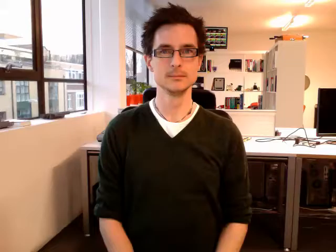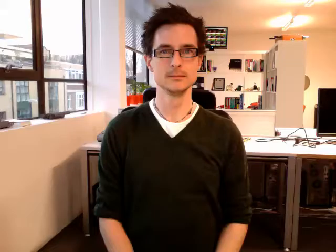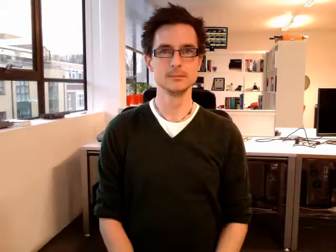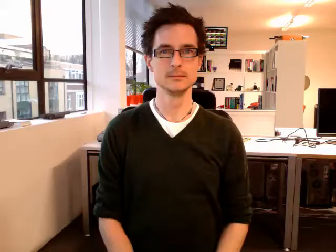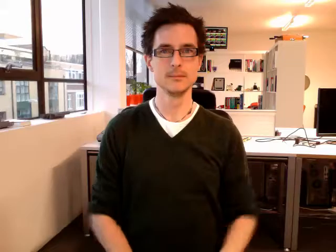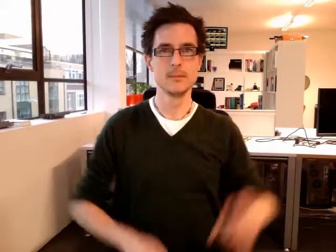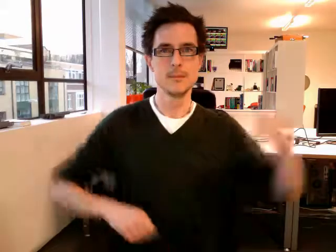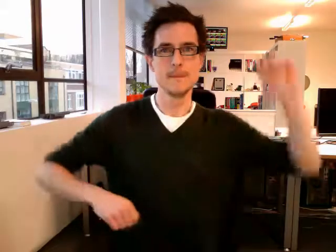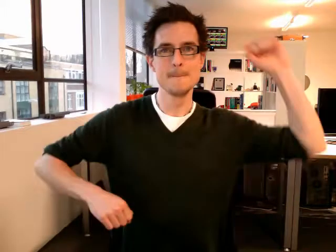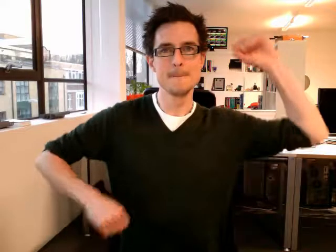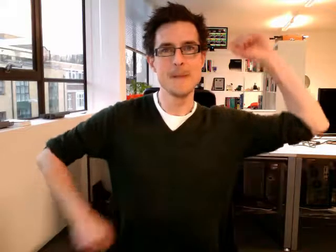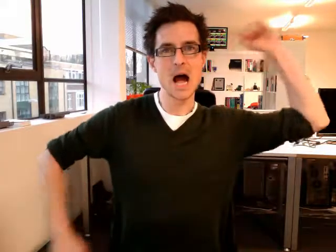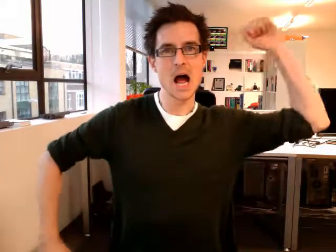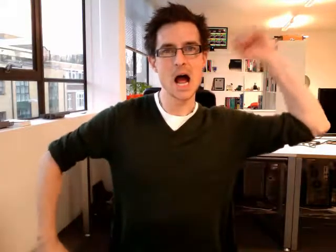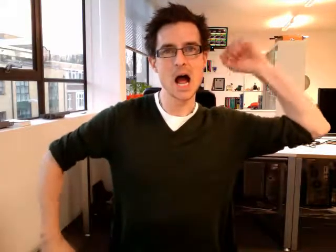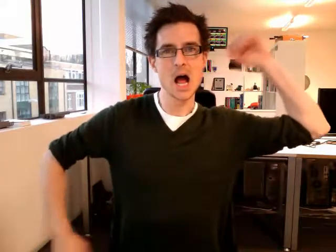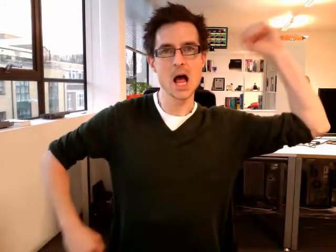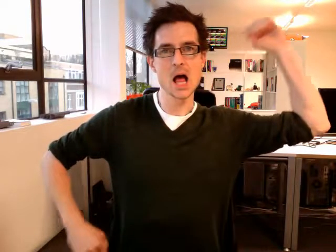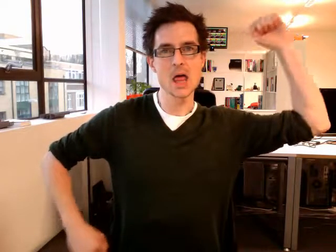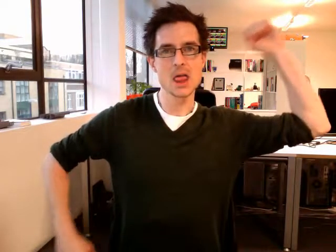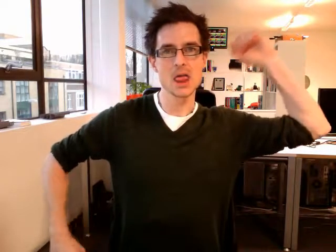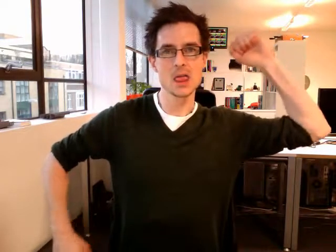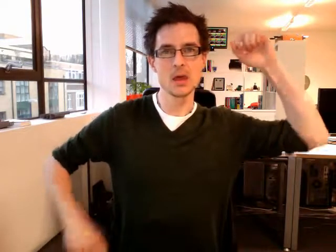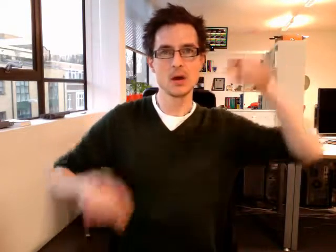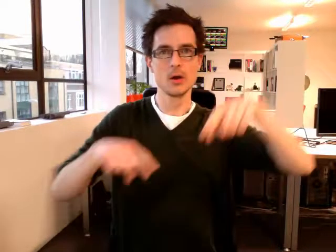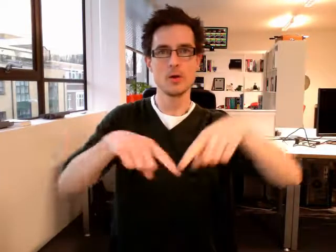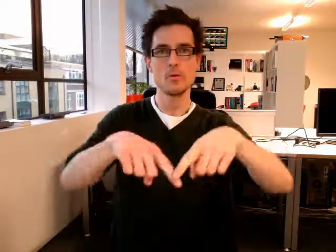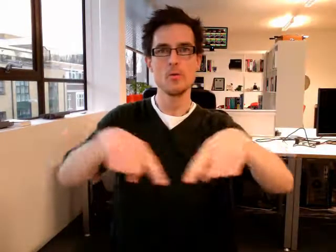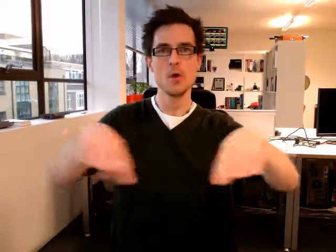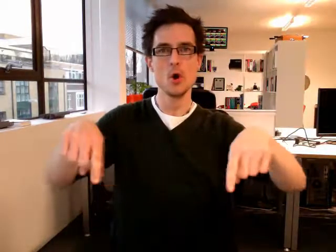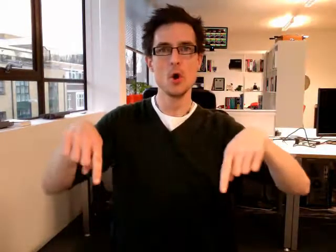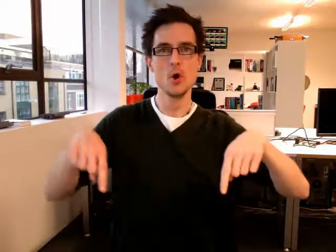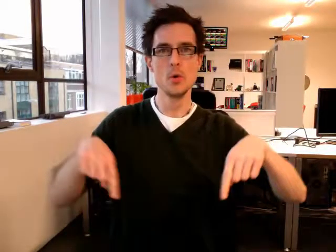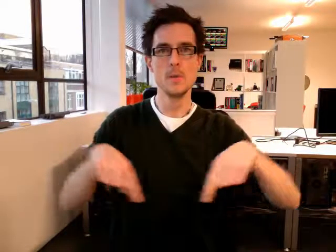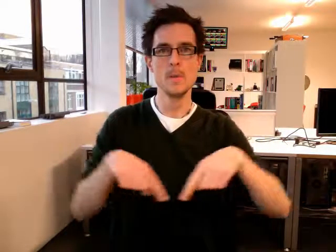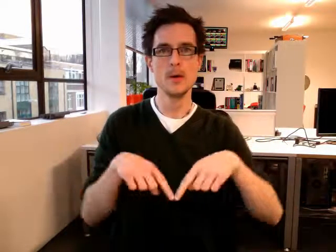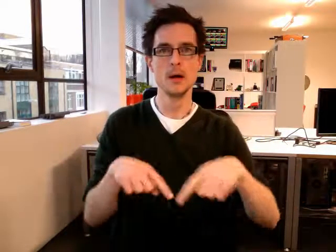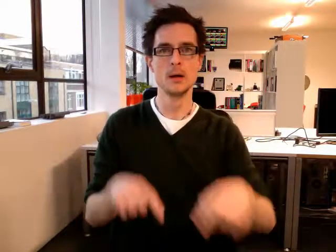bathroom